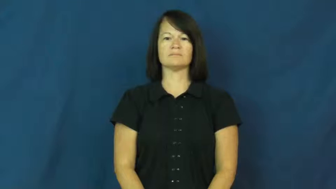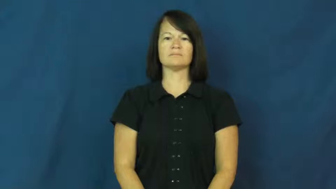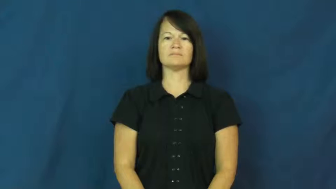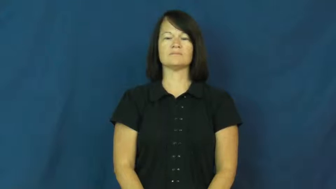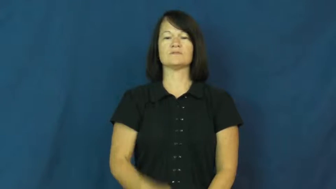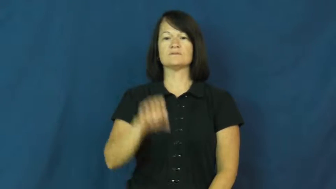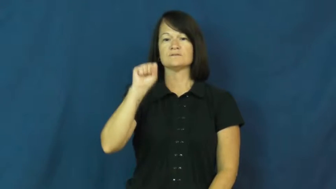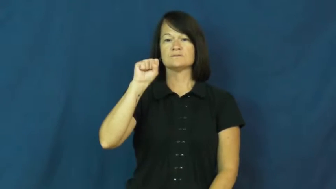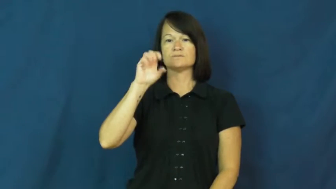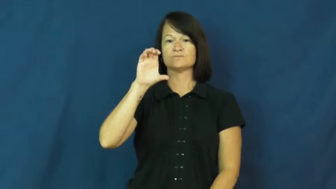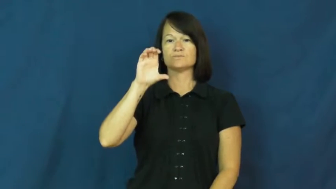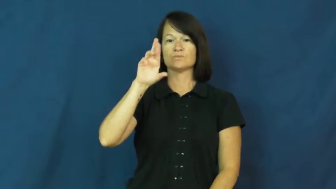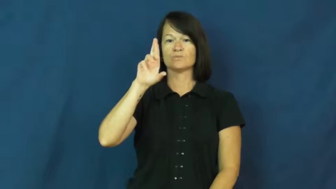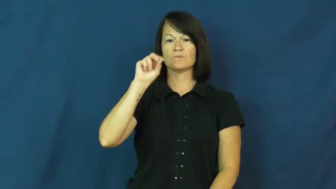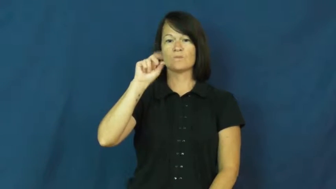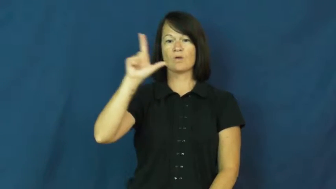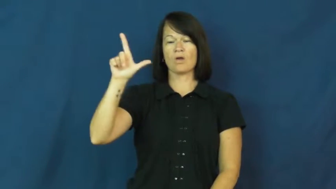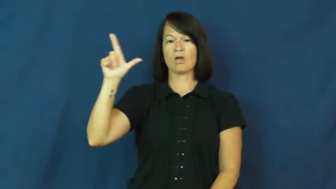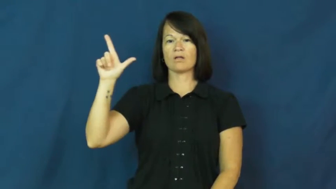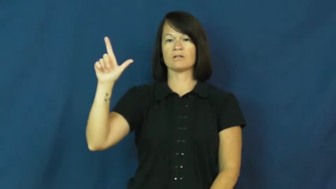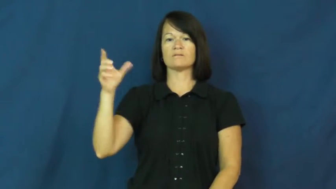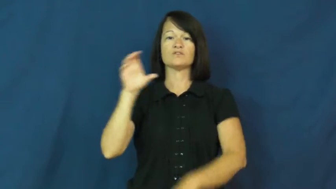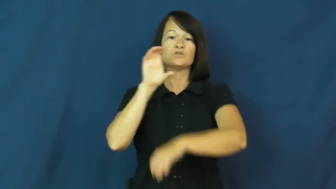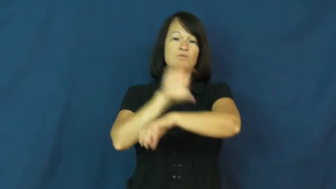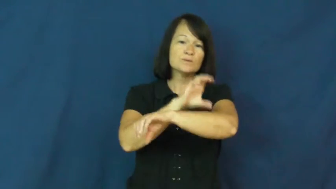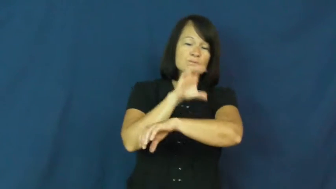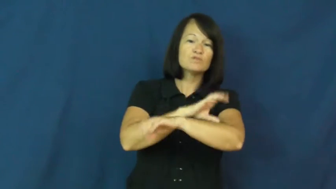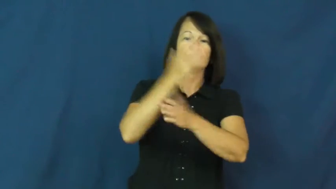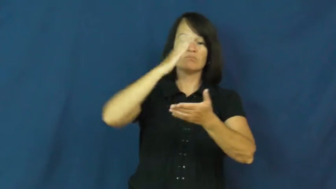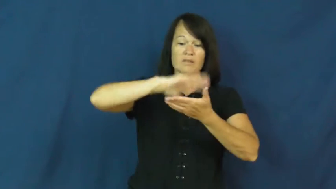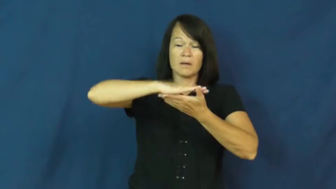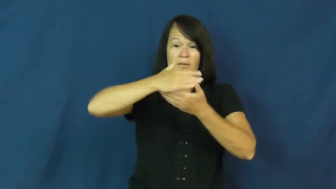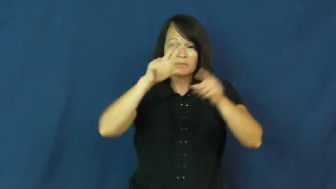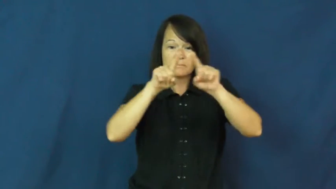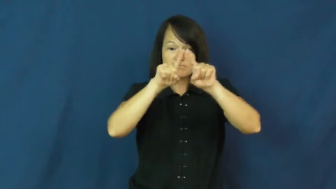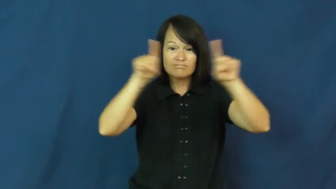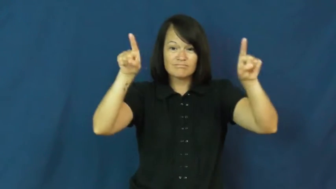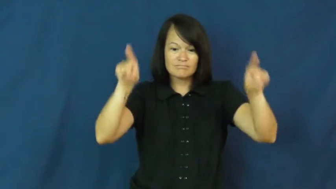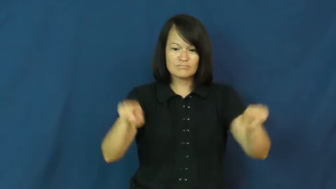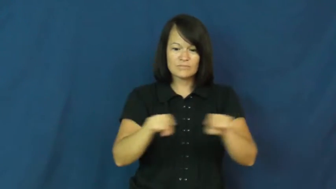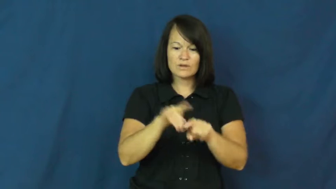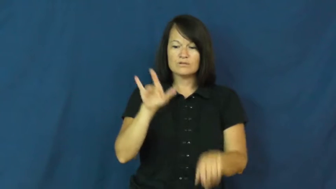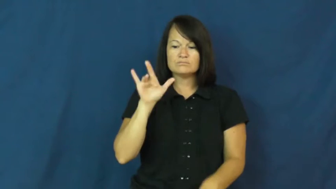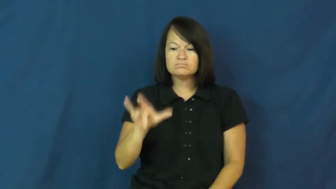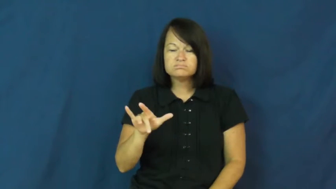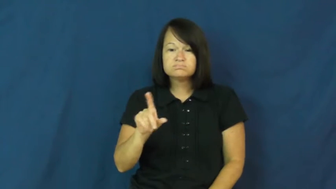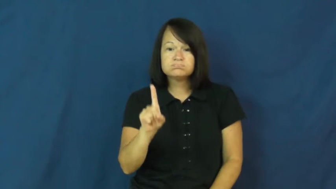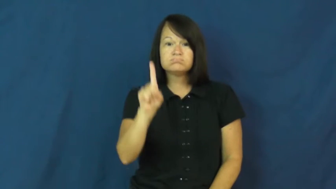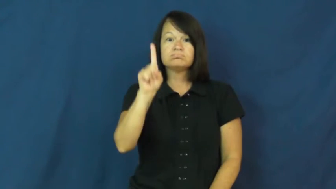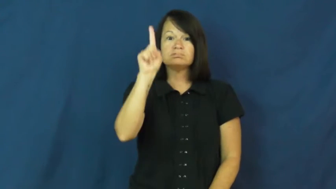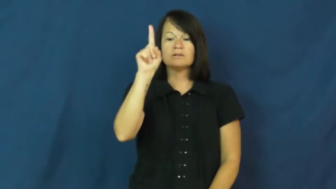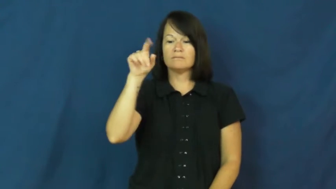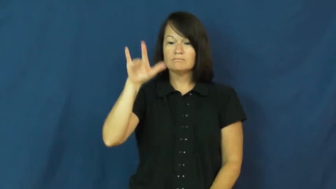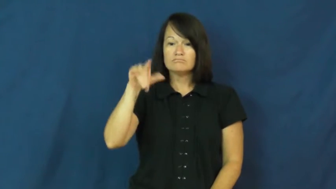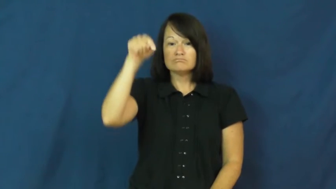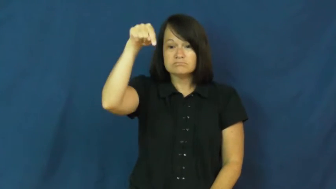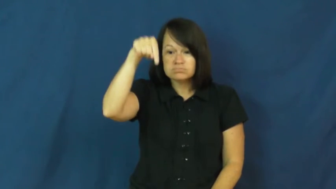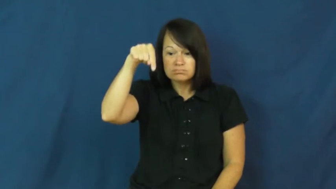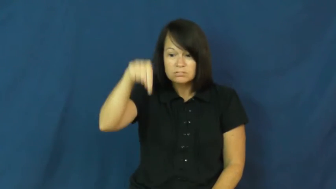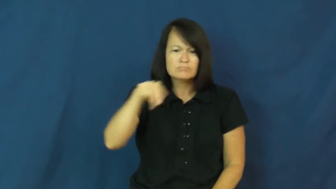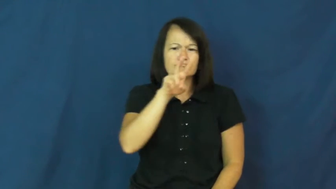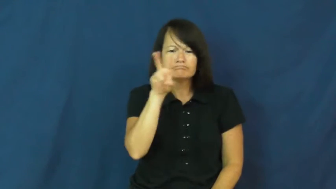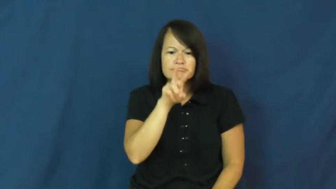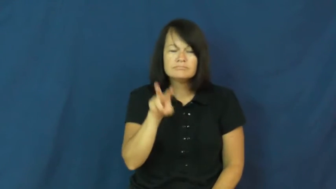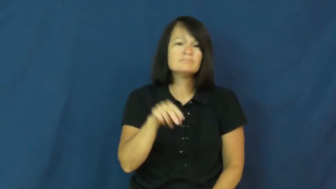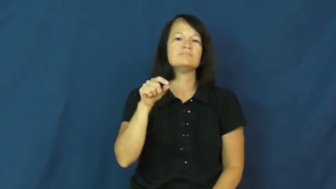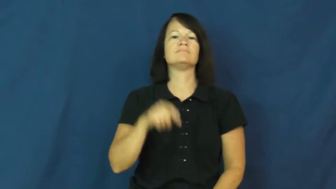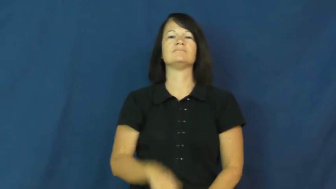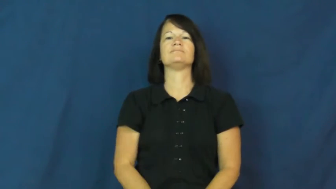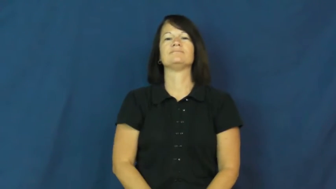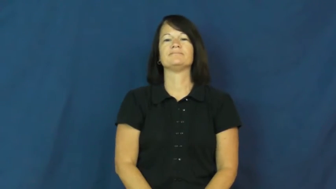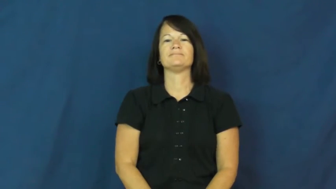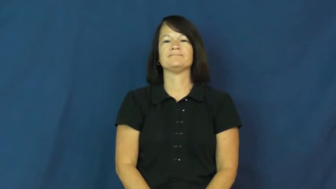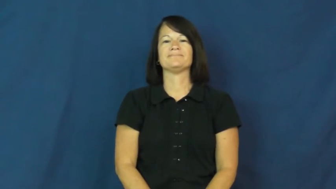scroll-verb